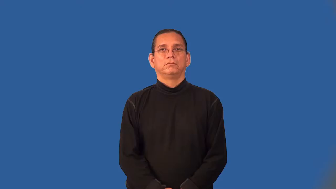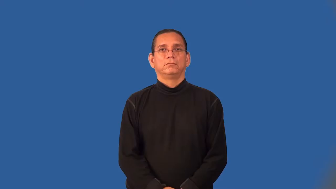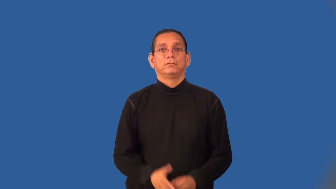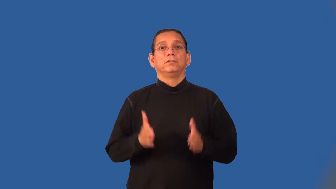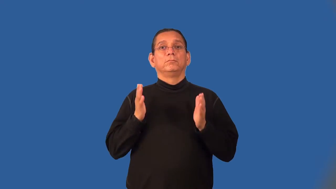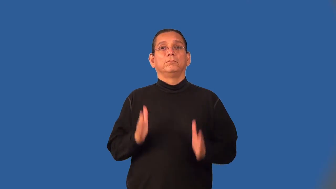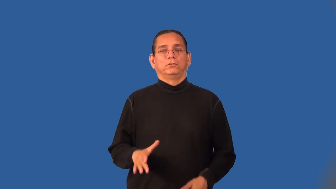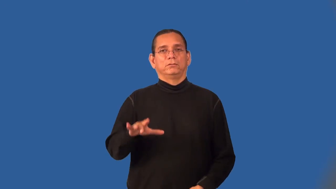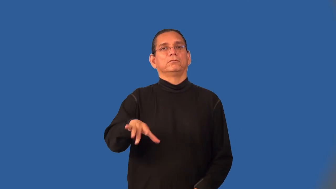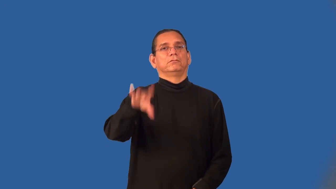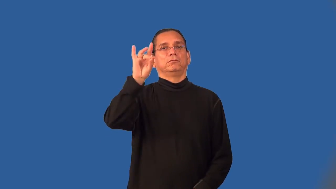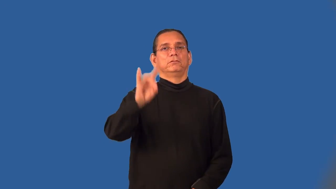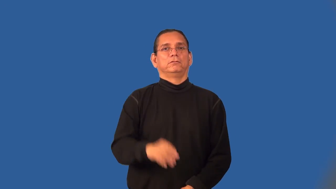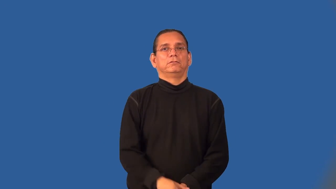discoverer,finder,locator